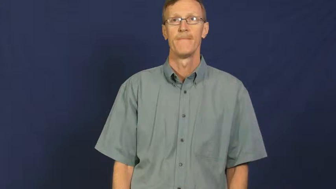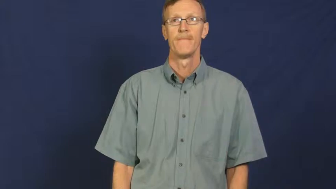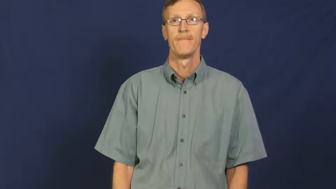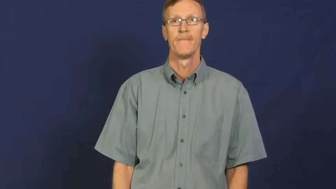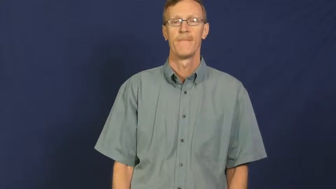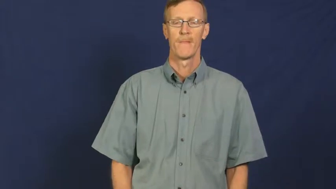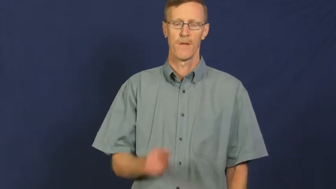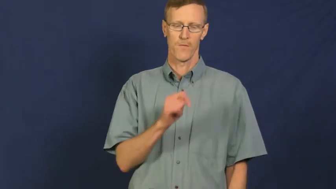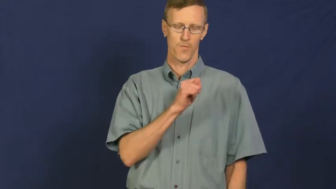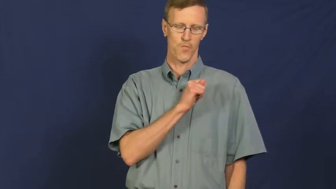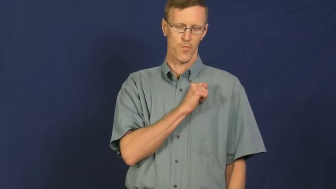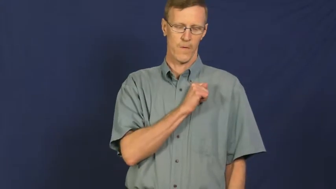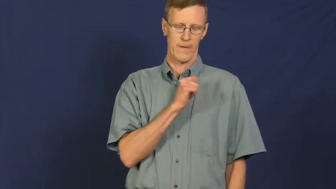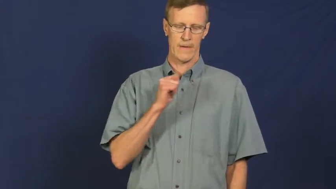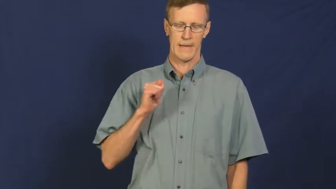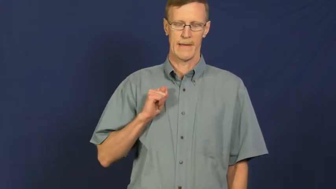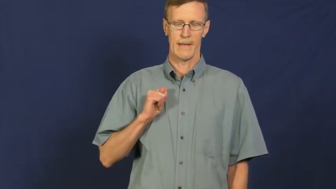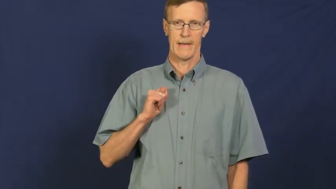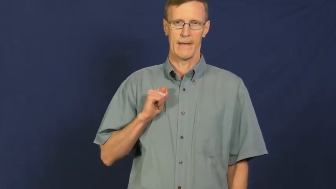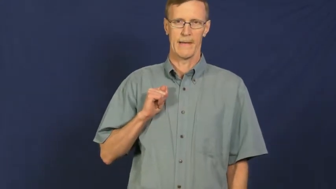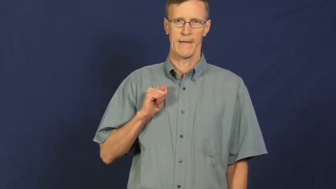trustee